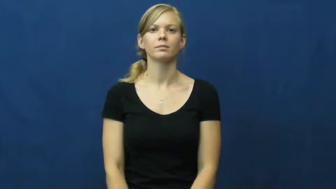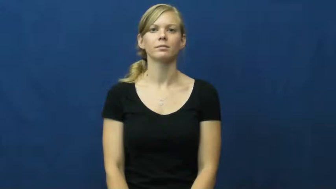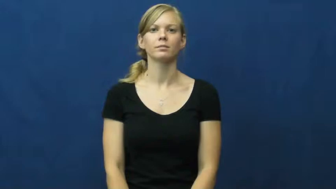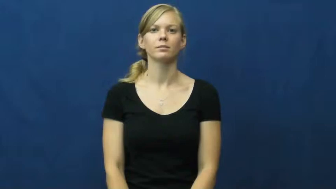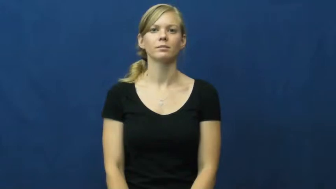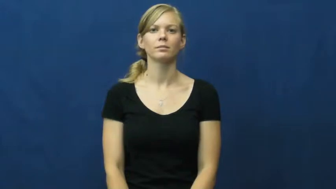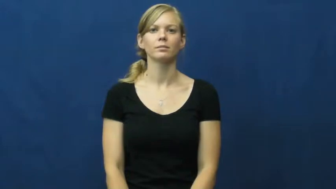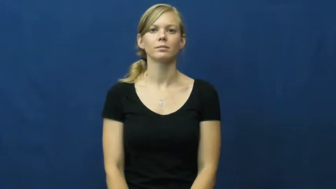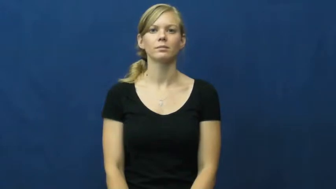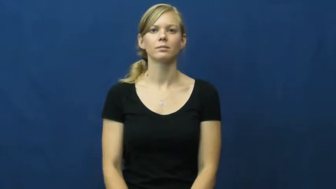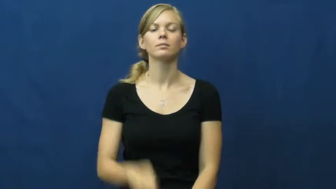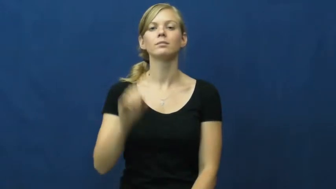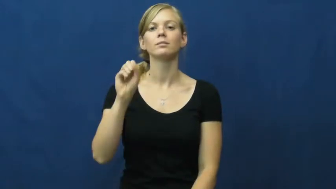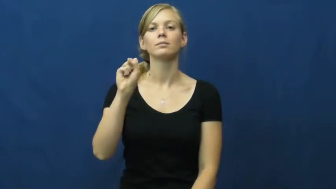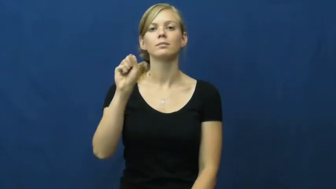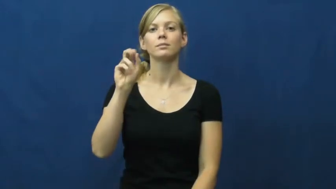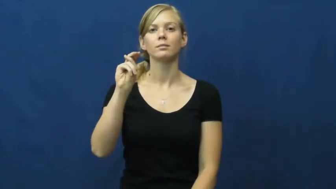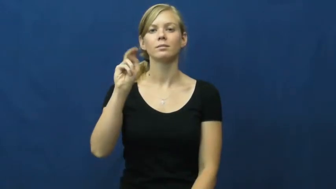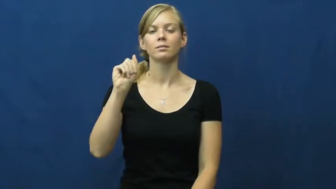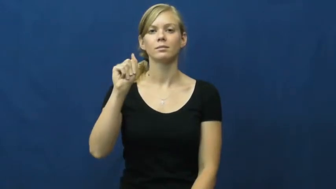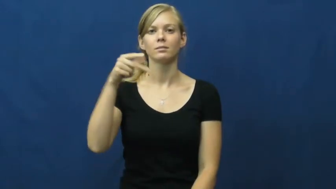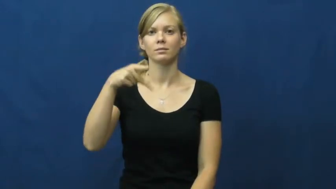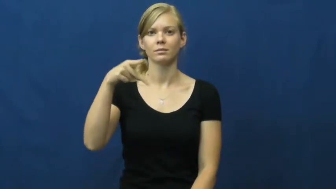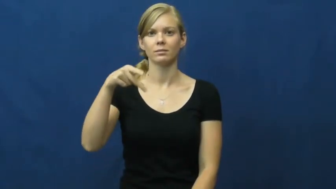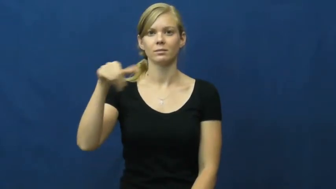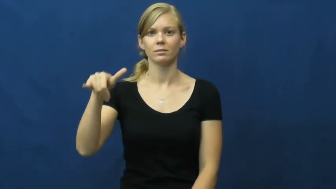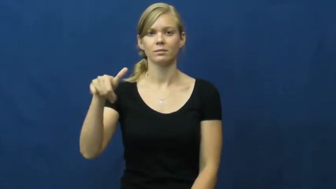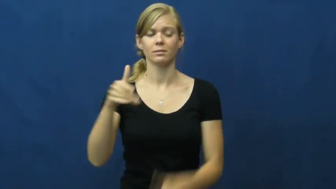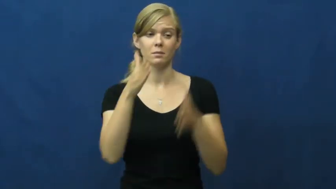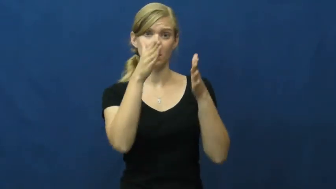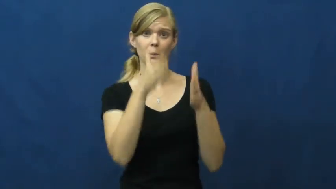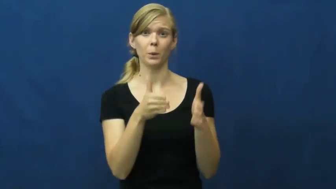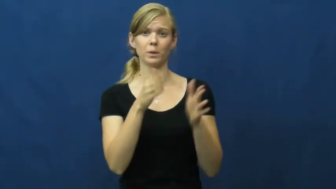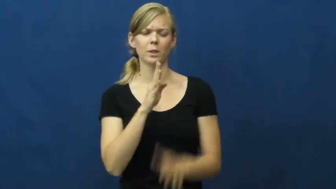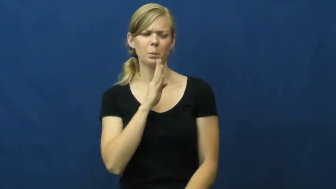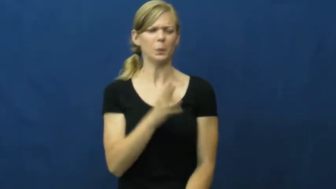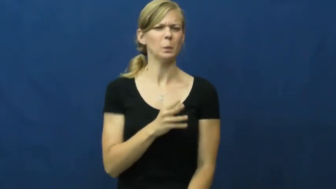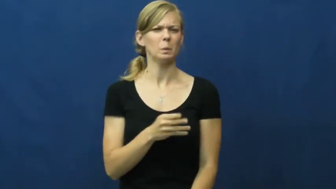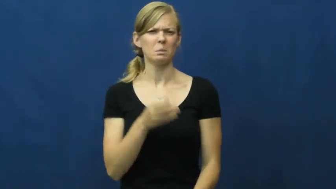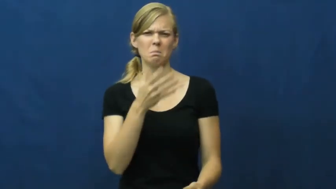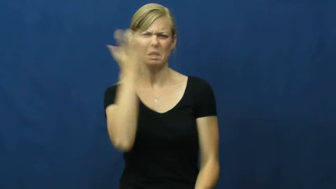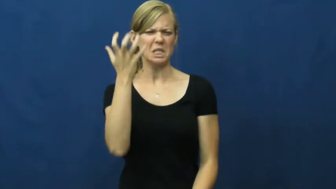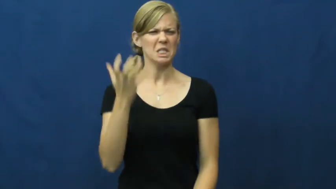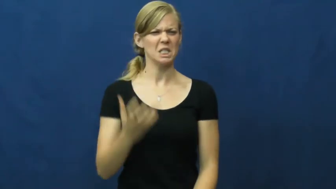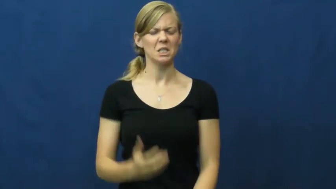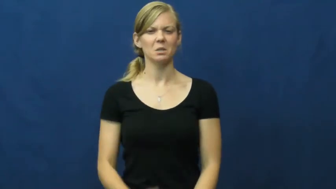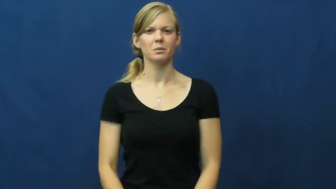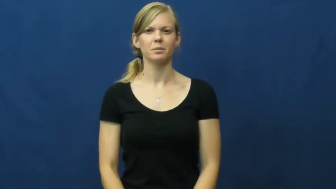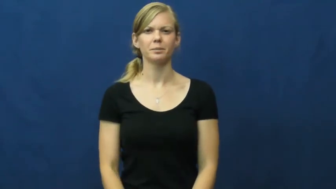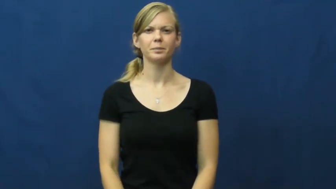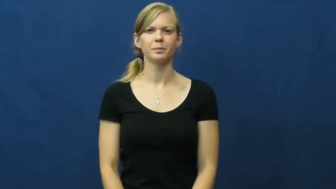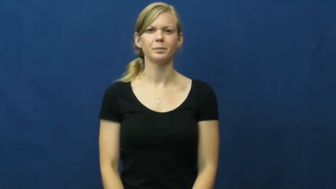snap,snap at,snappy-quick mad